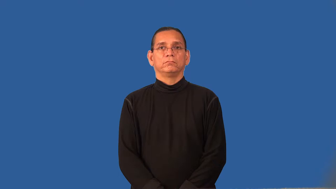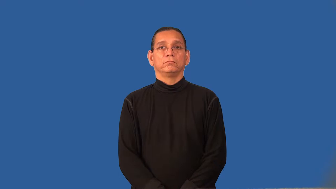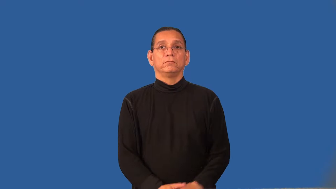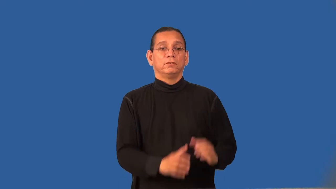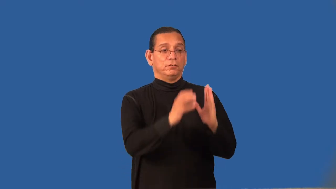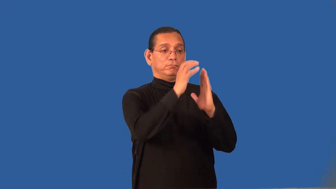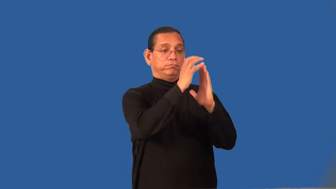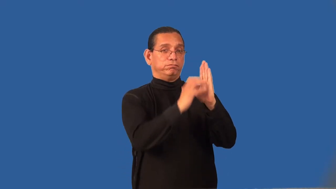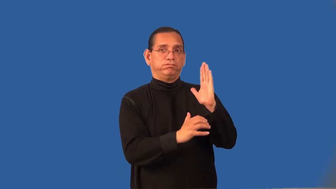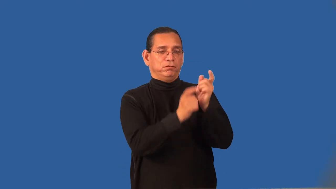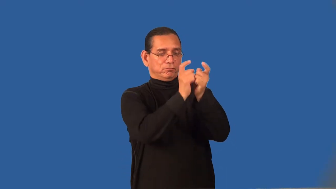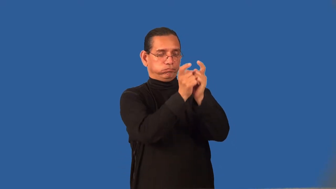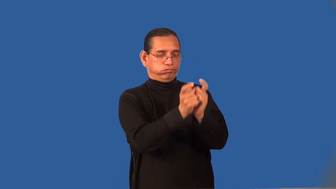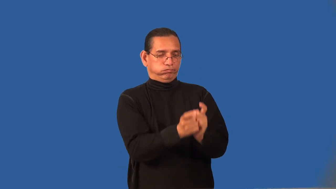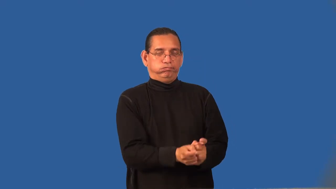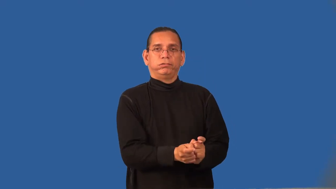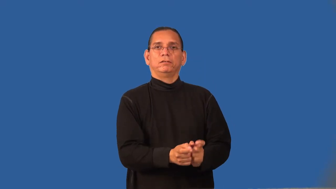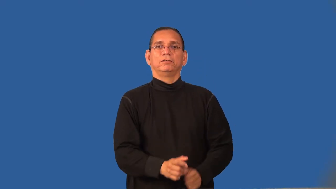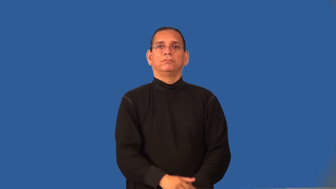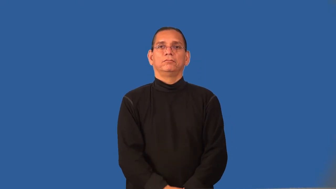redact